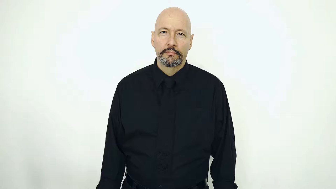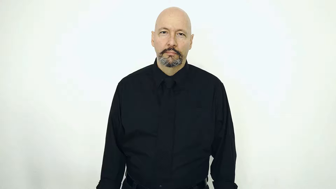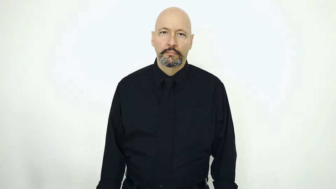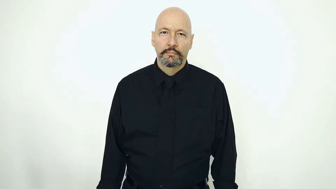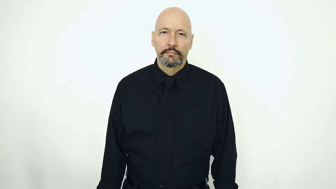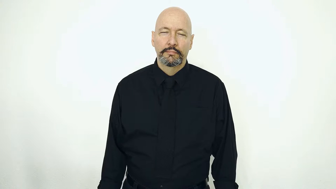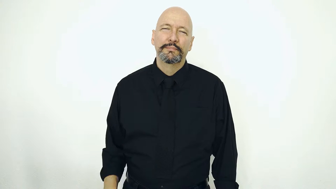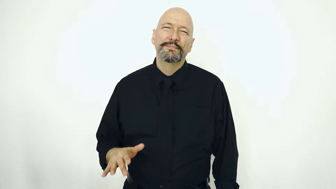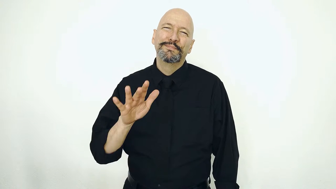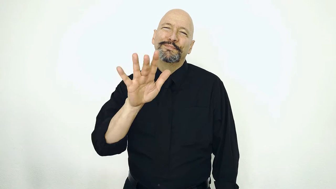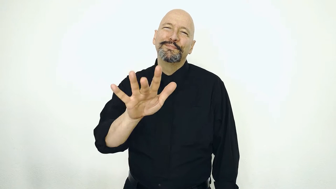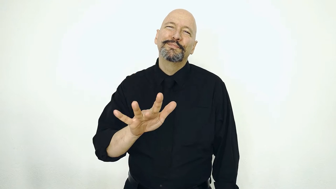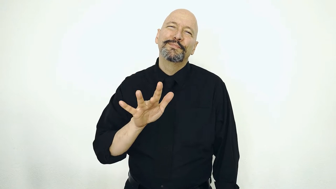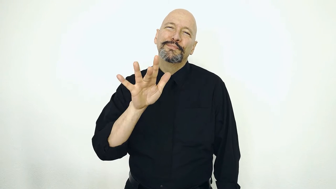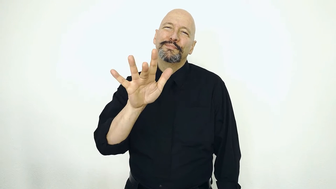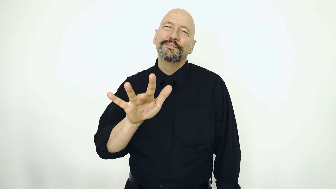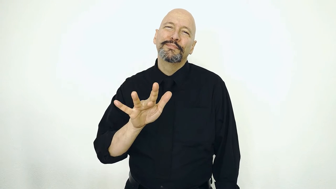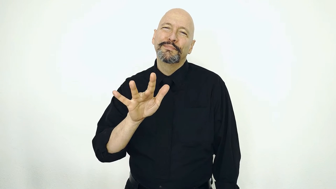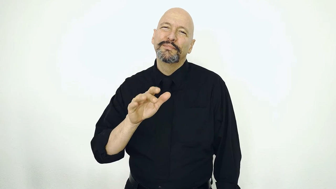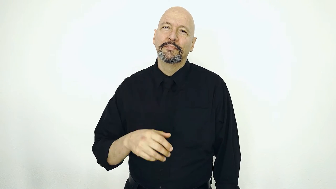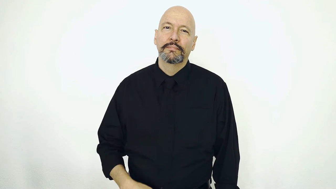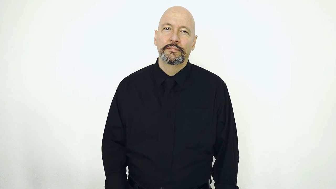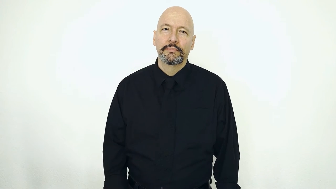PITY-[sarcastic-version]-[1 handed-version]-["poor_baby"]